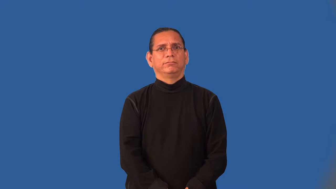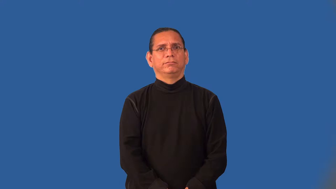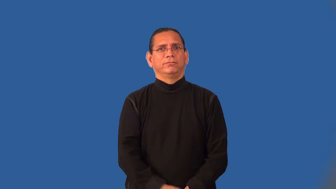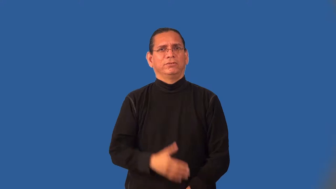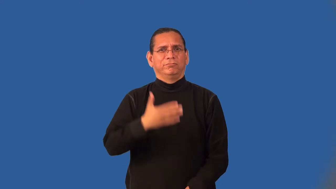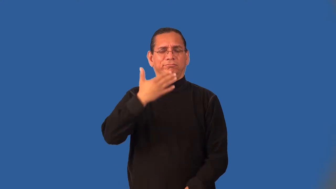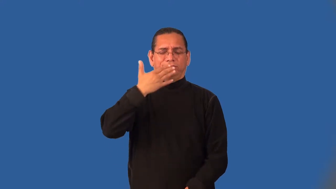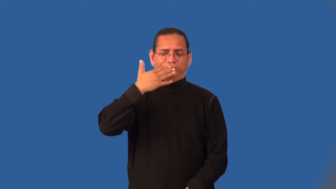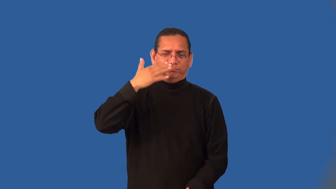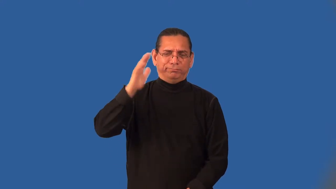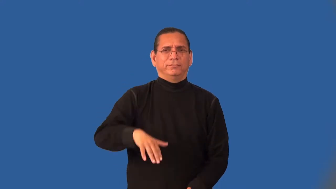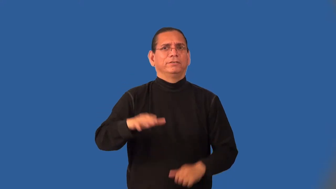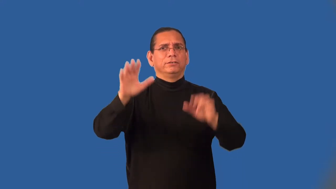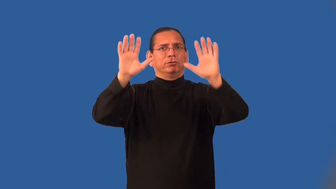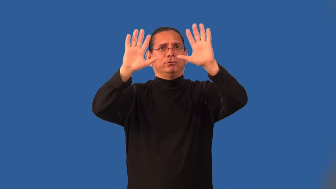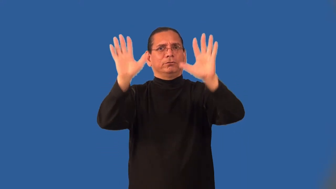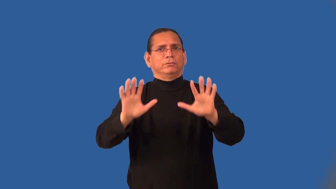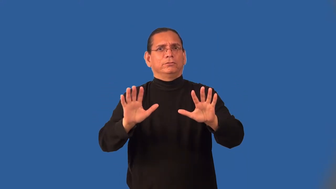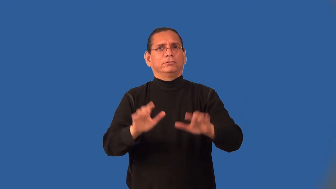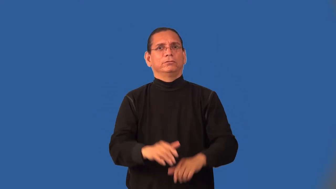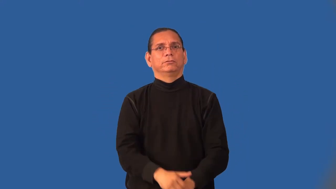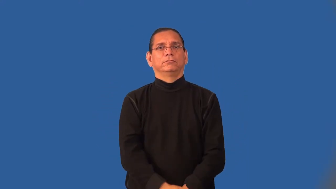inclement